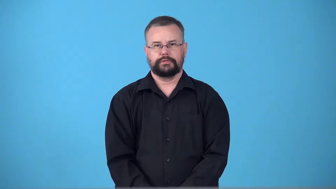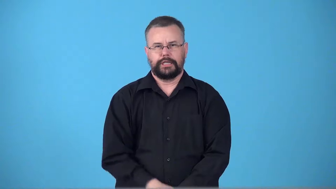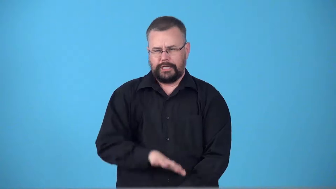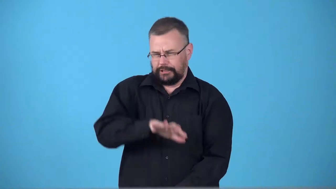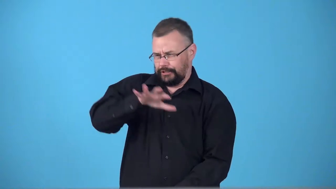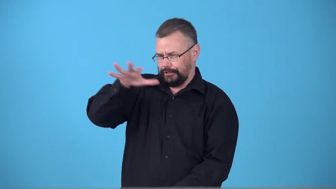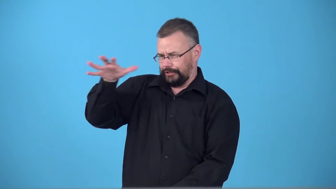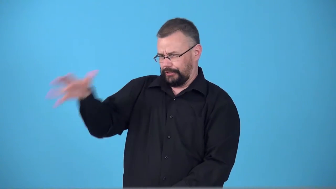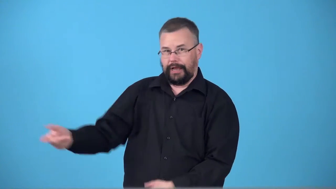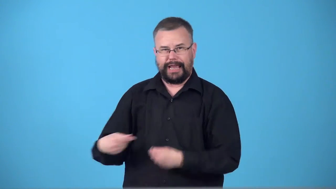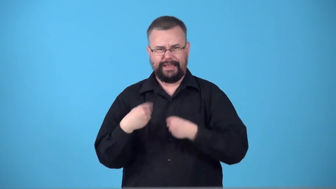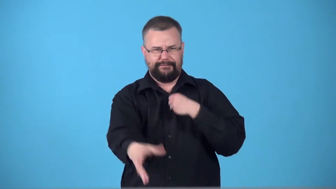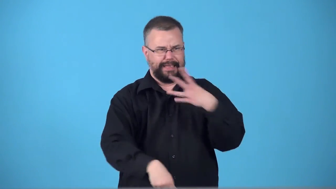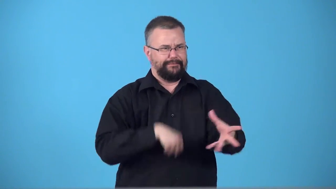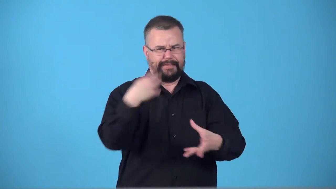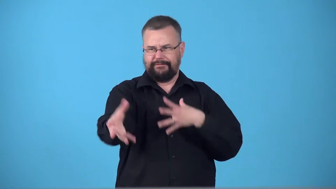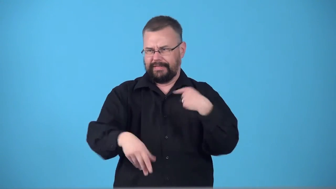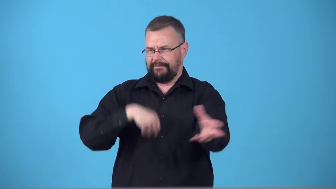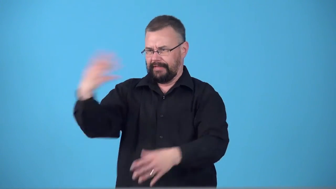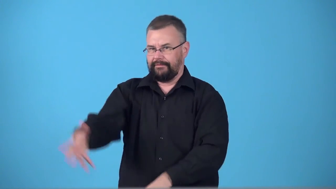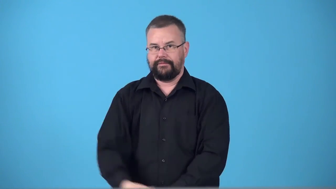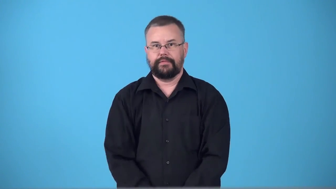swag,booty-things given away free